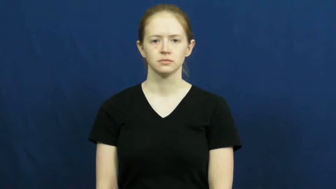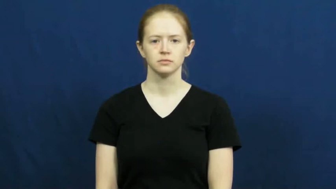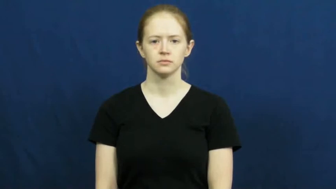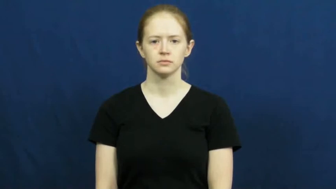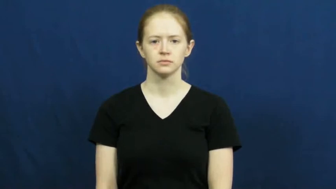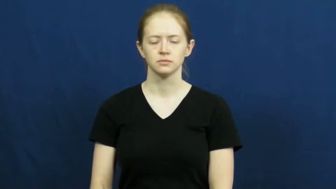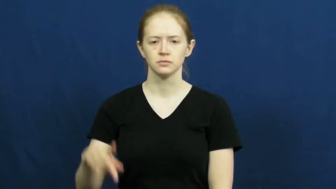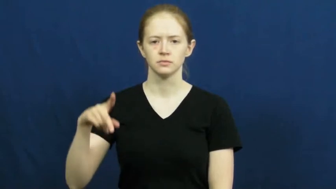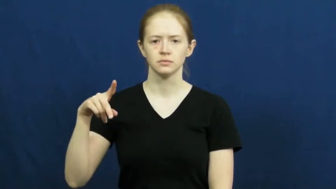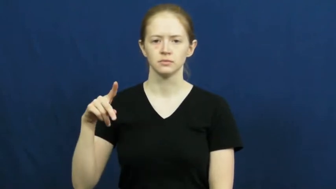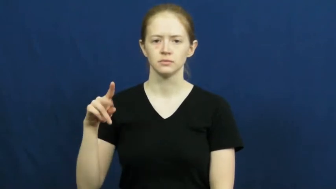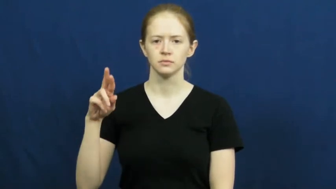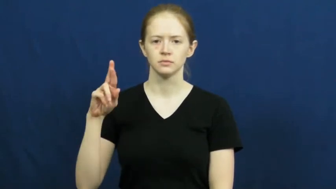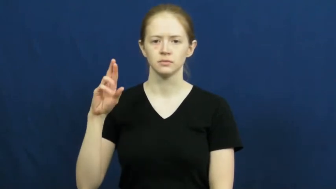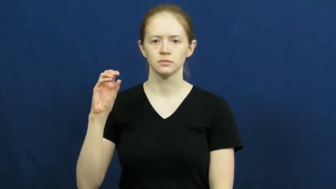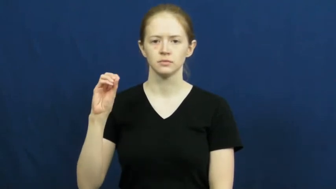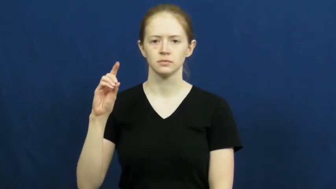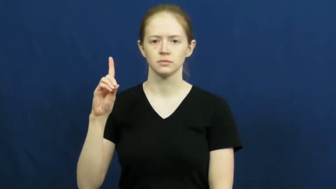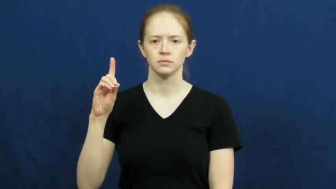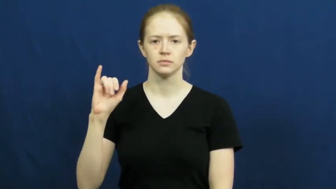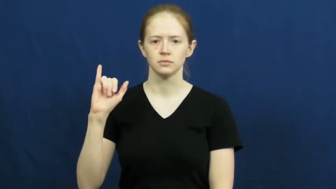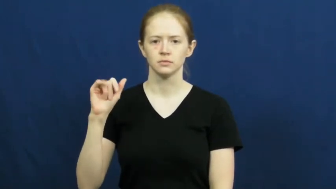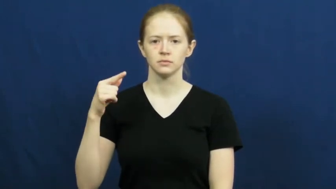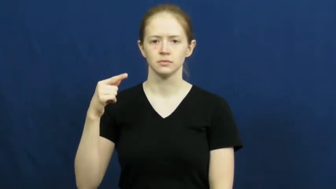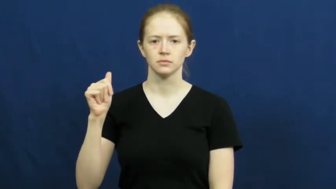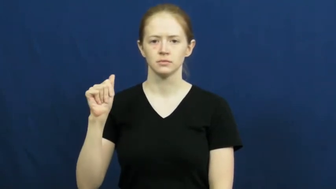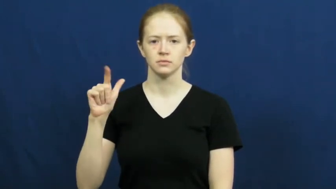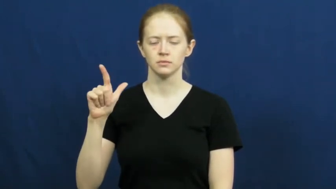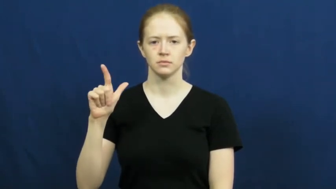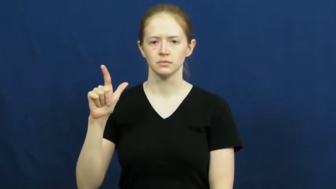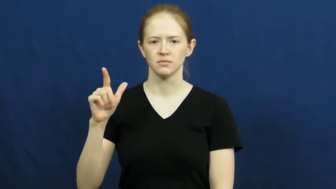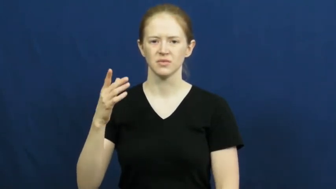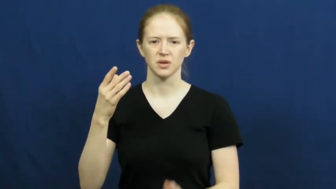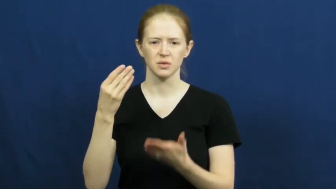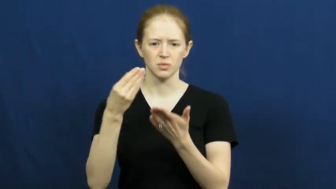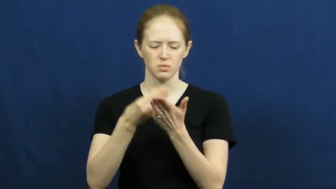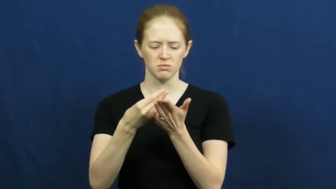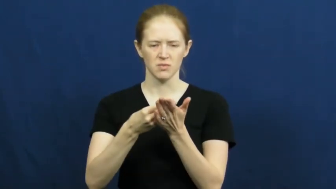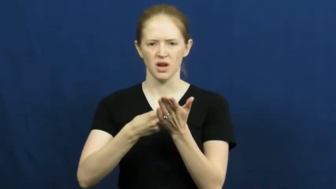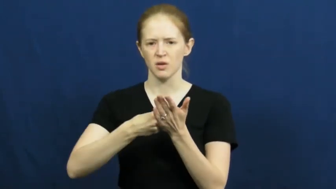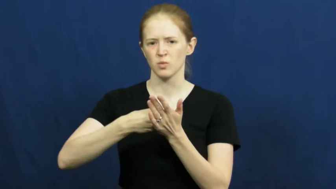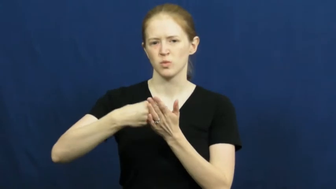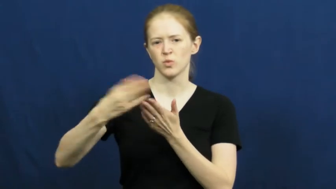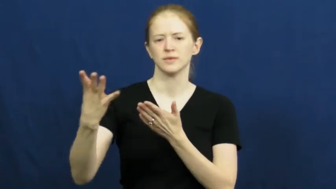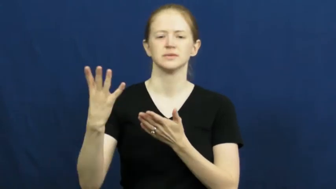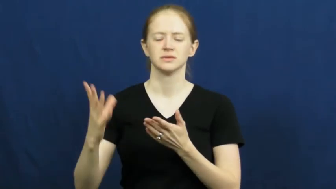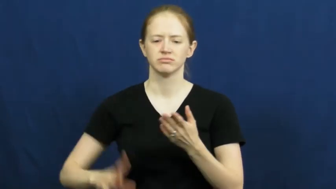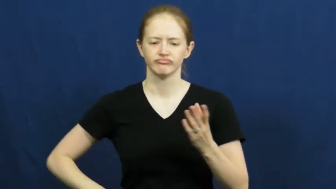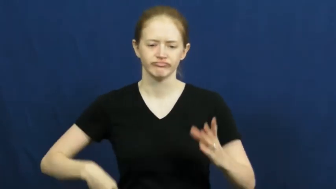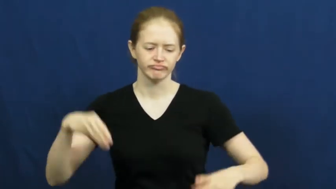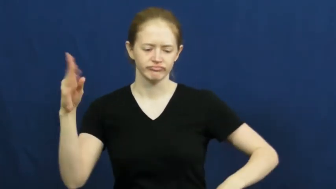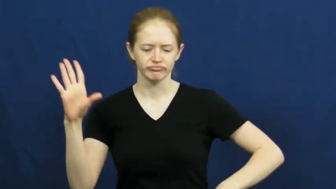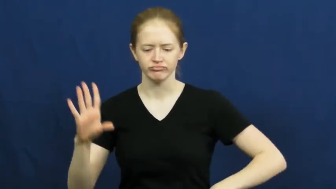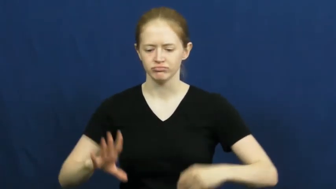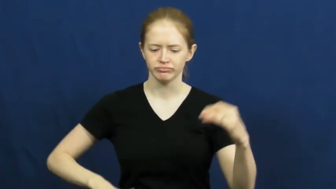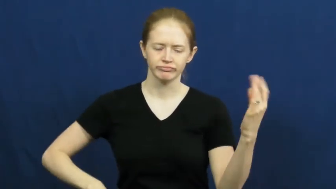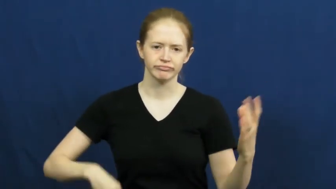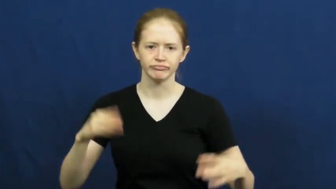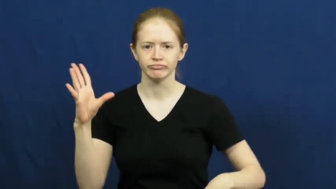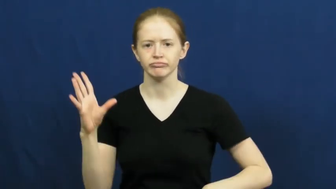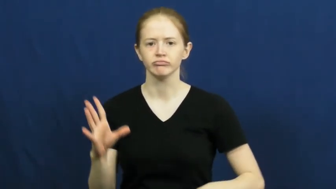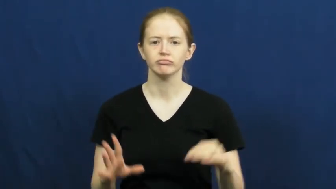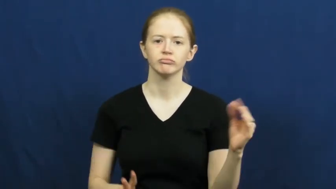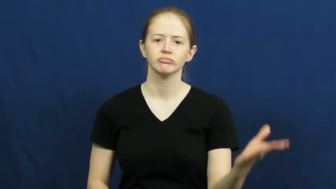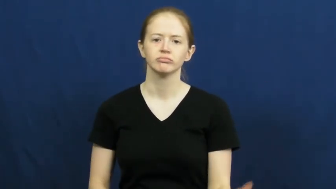prodigal